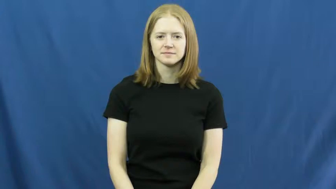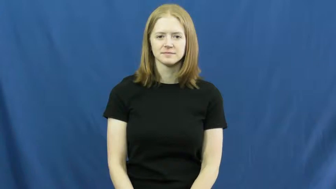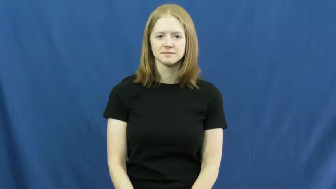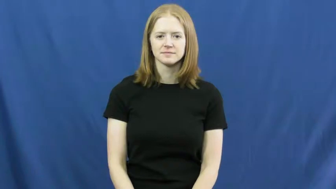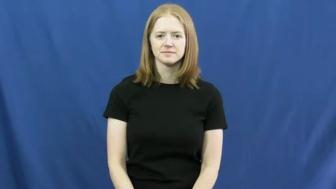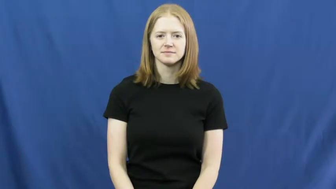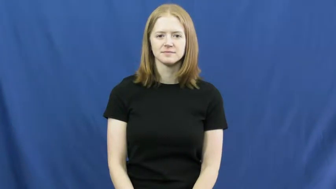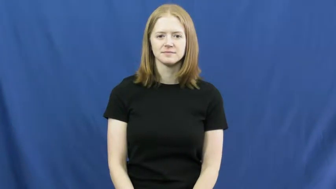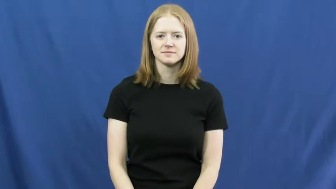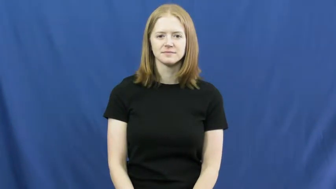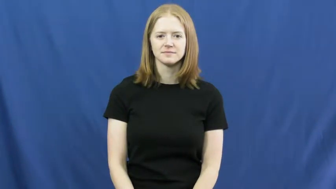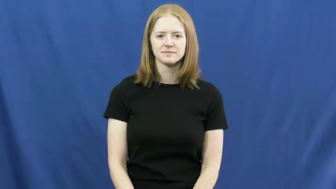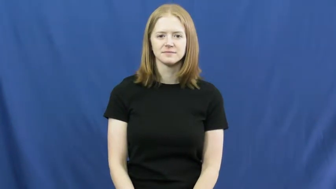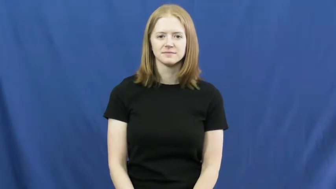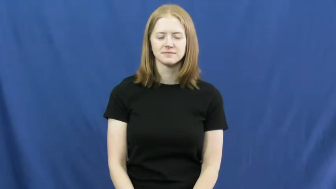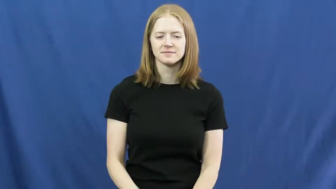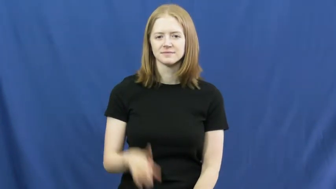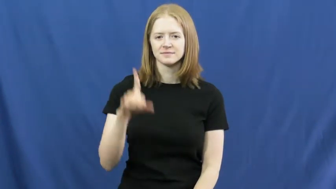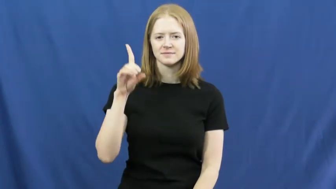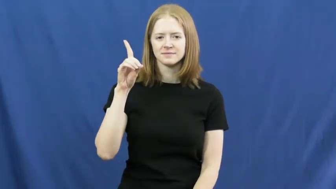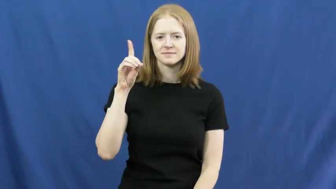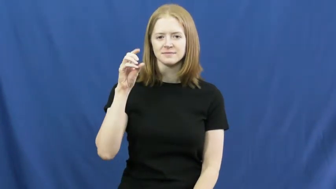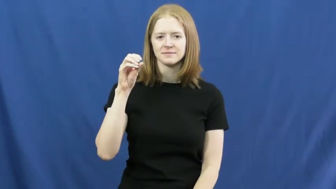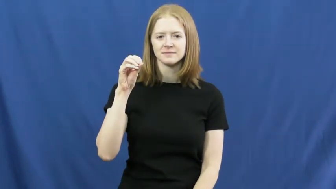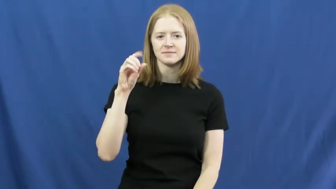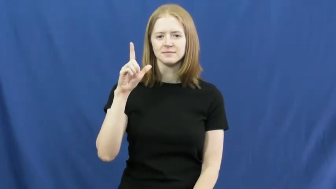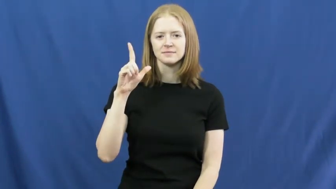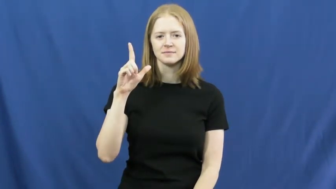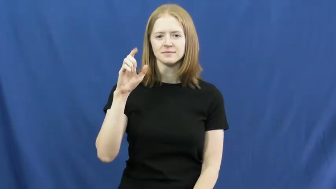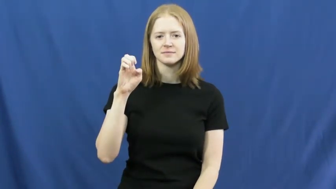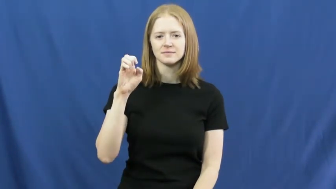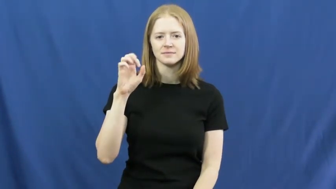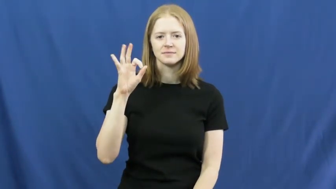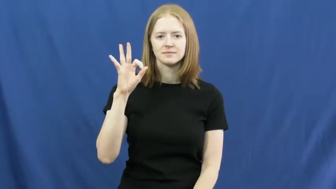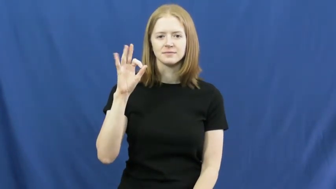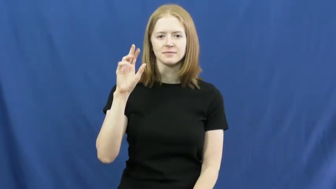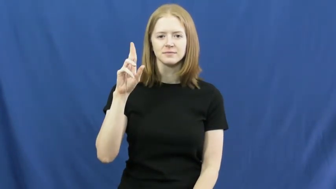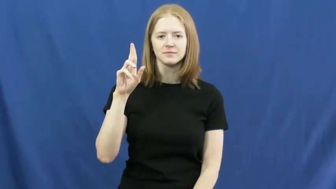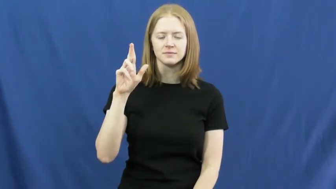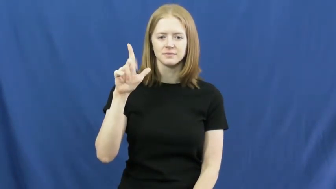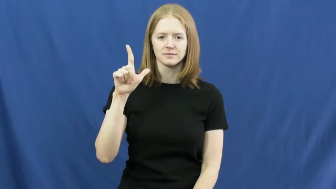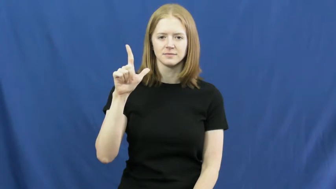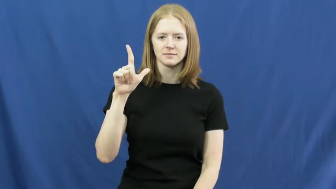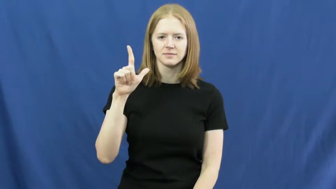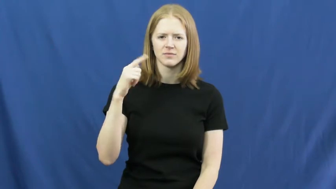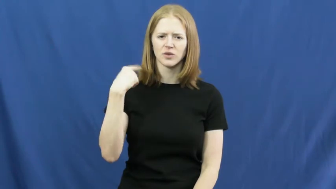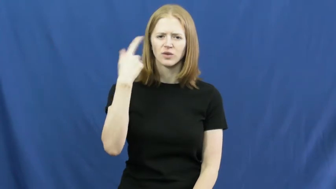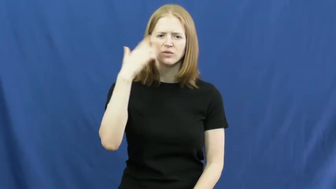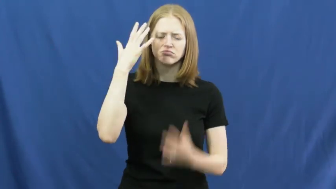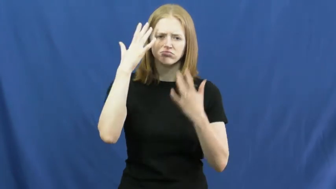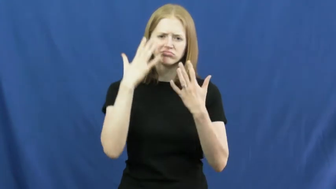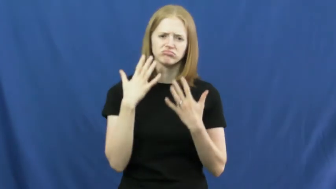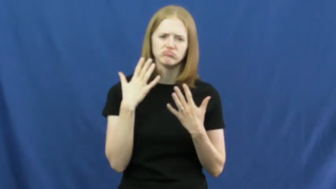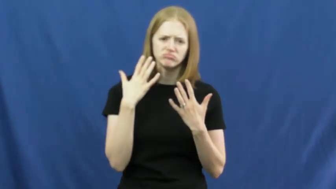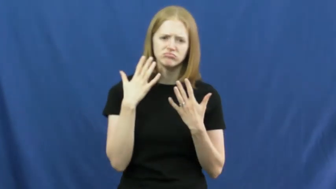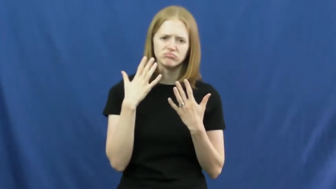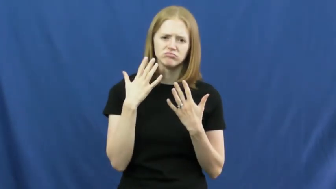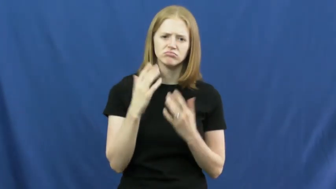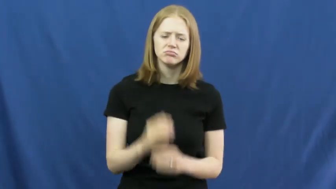doleful